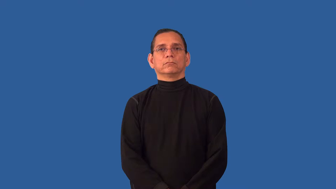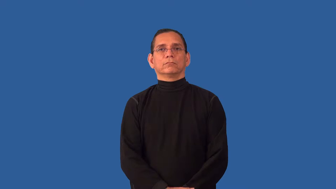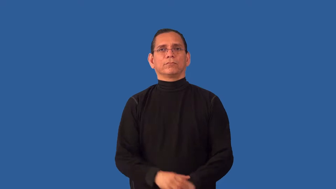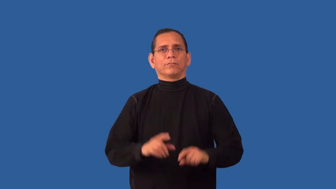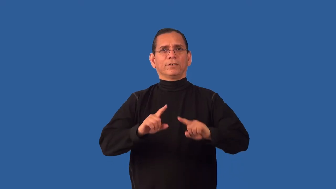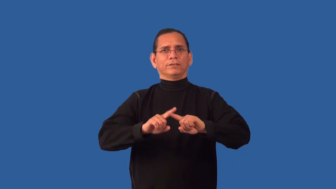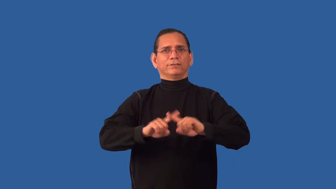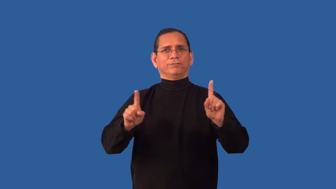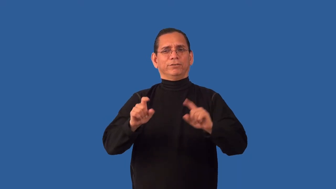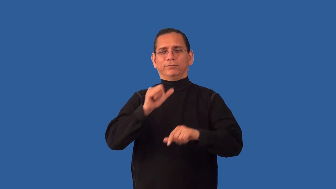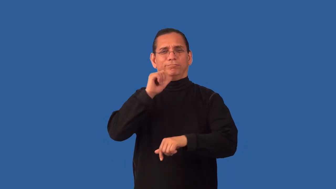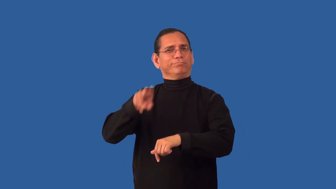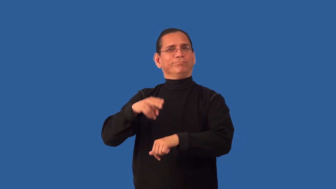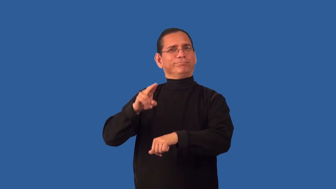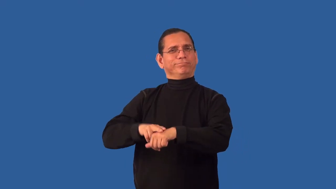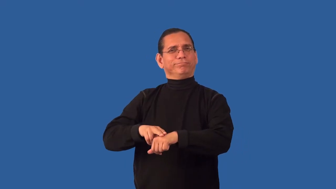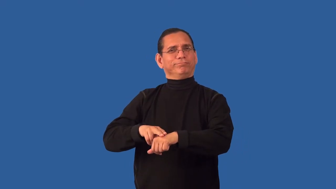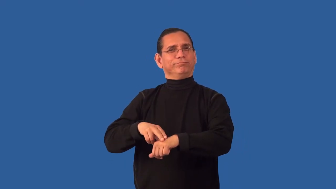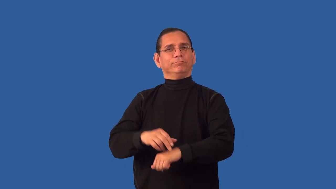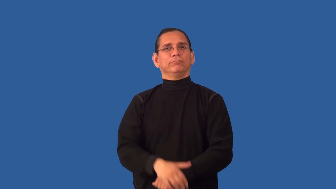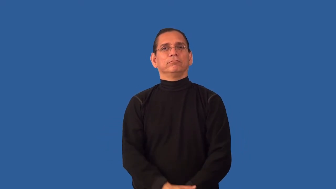unconventional